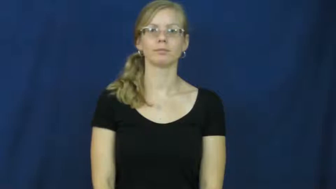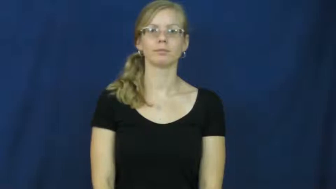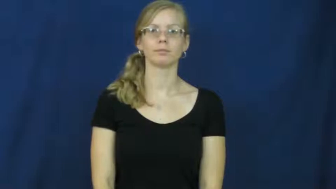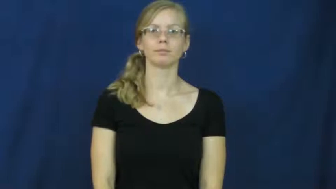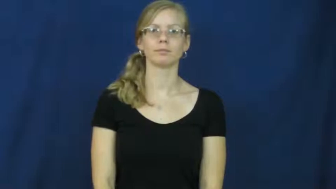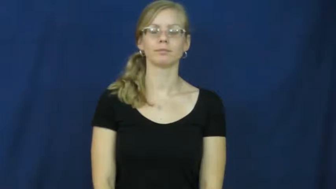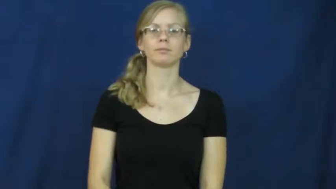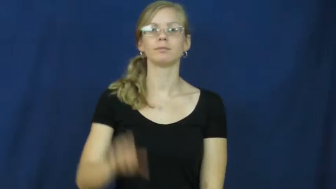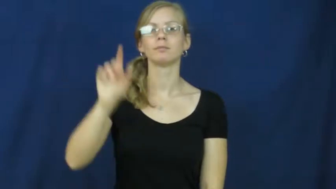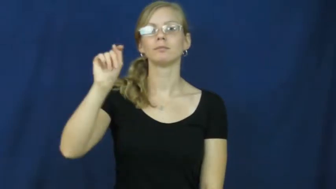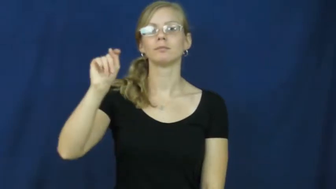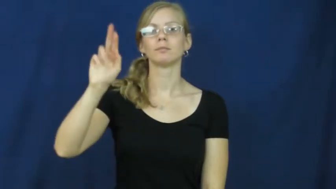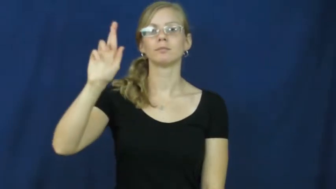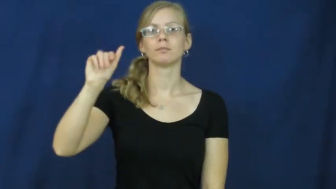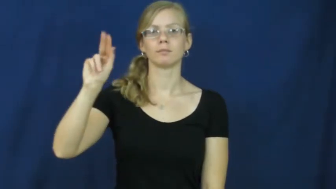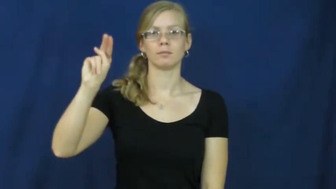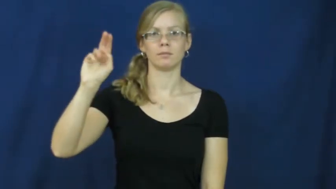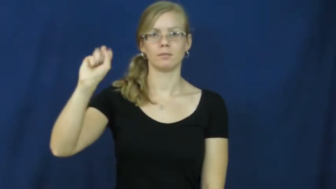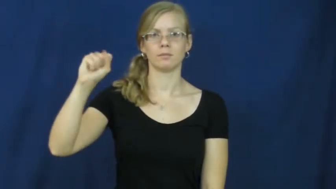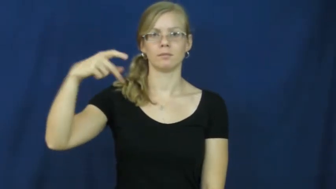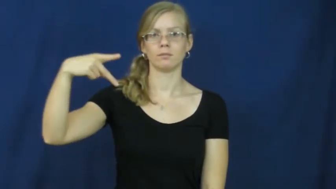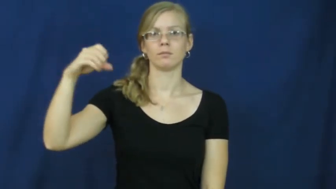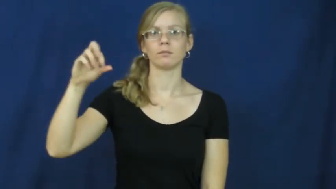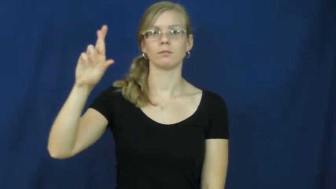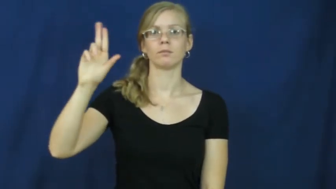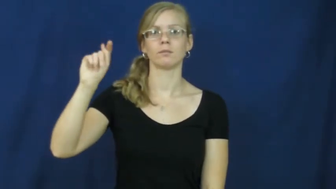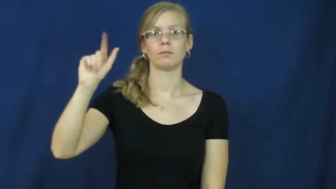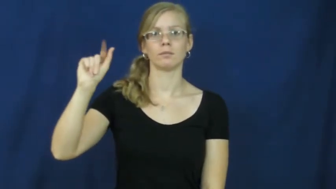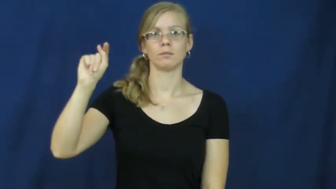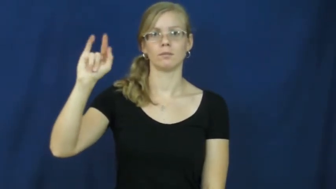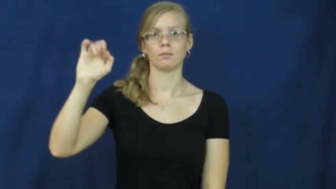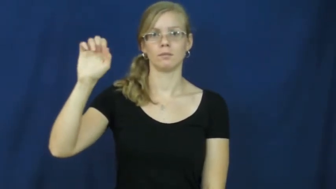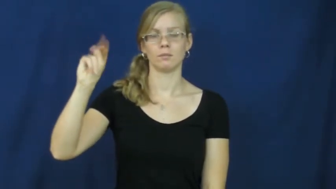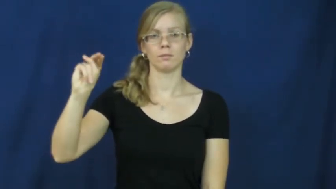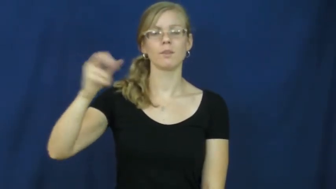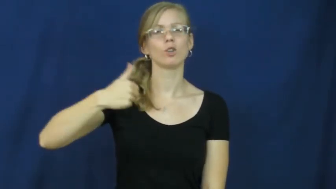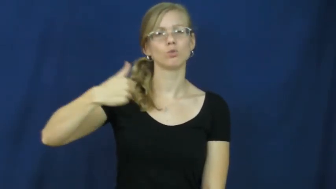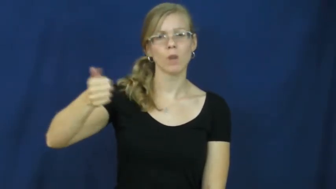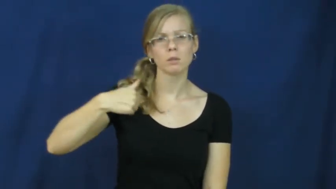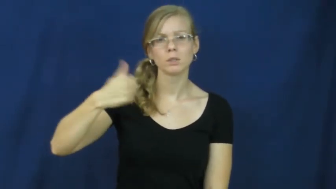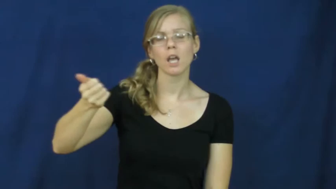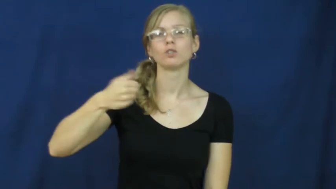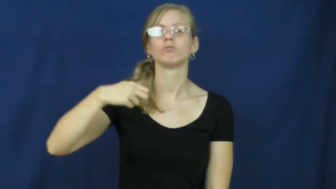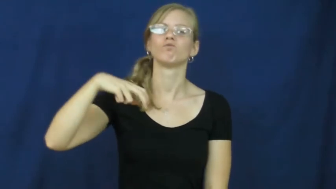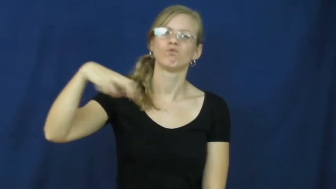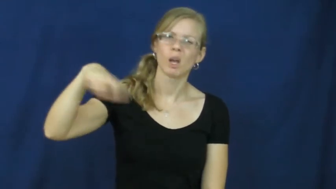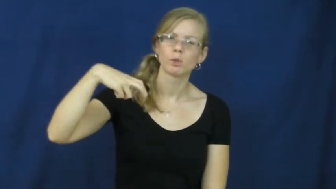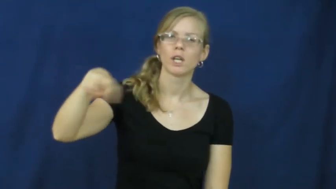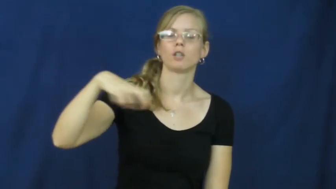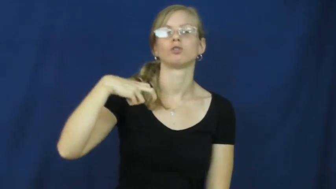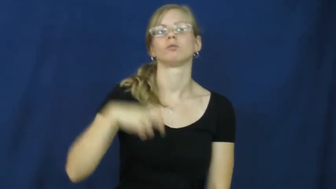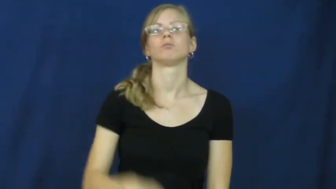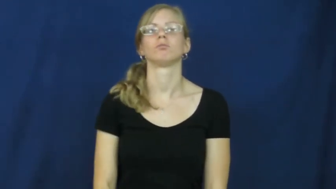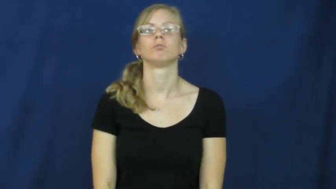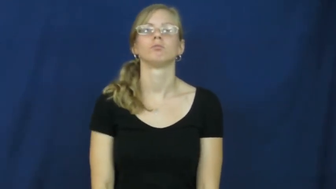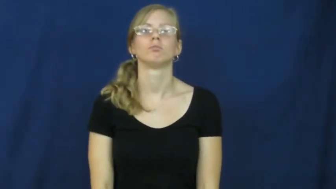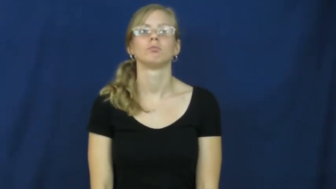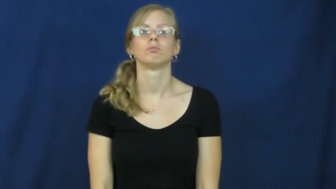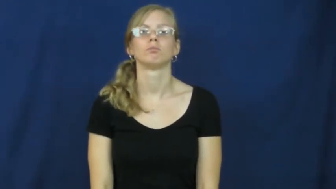transportation